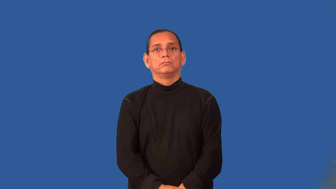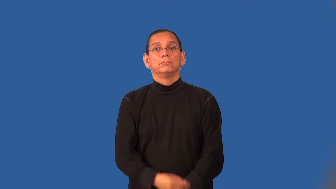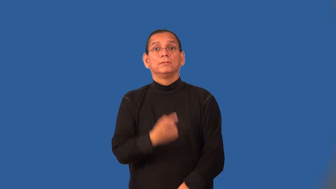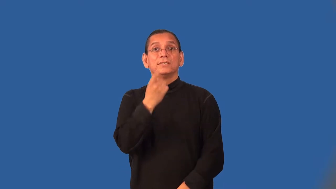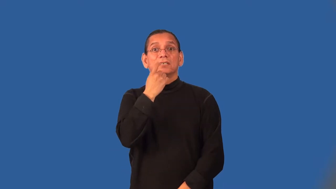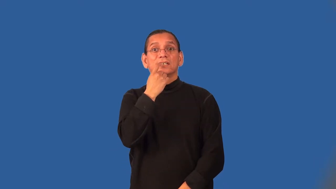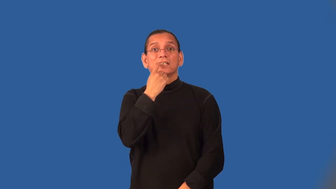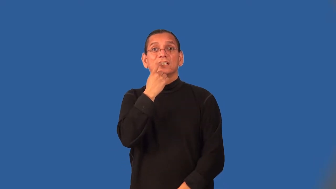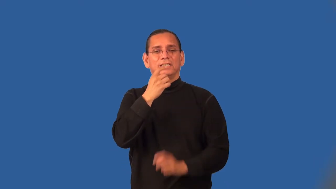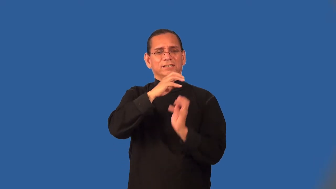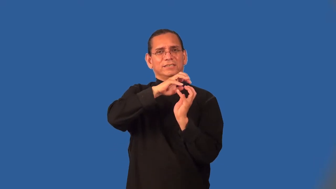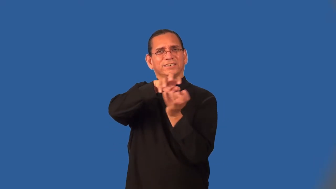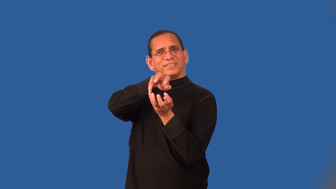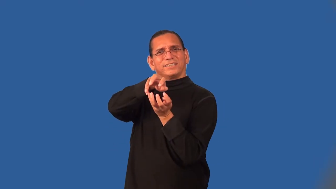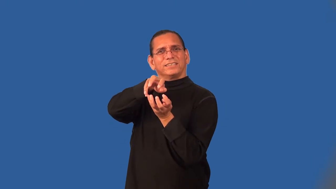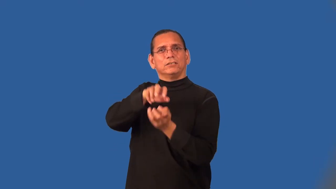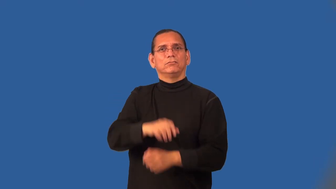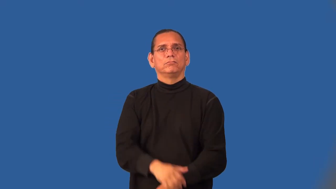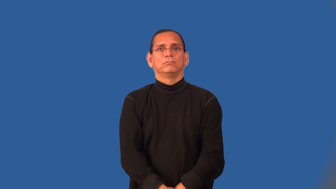toothy